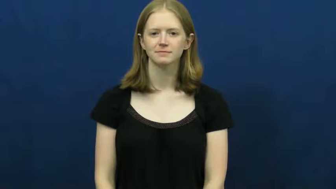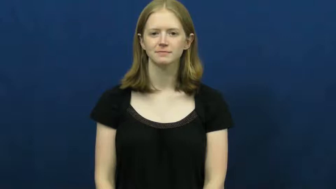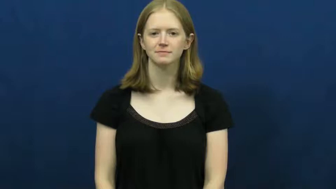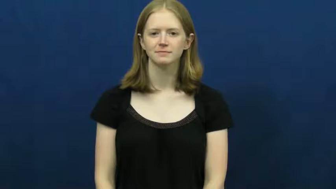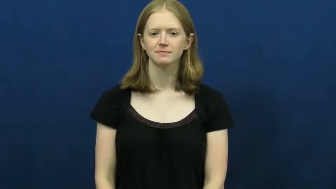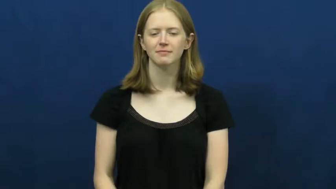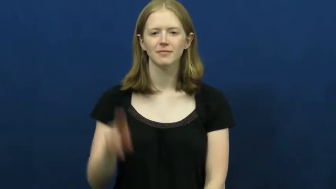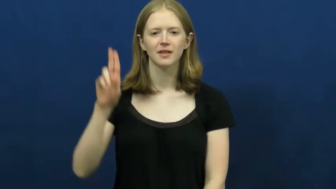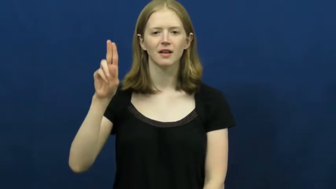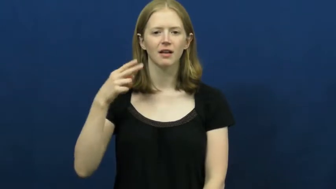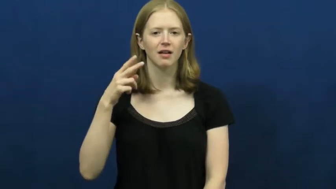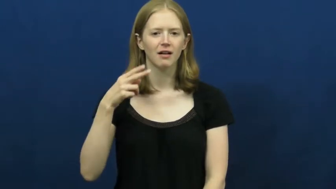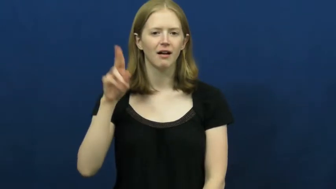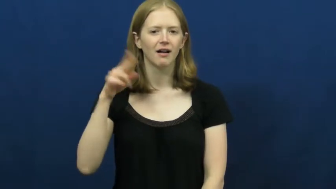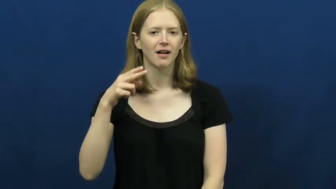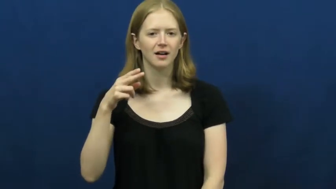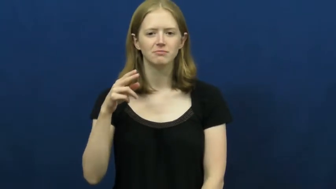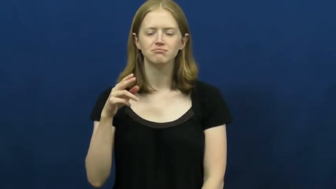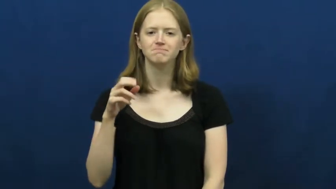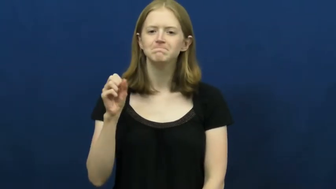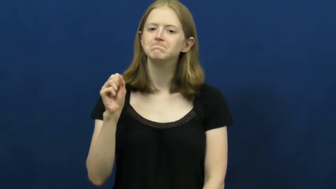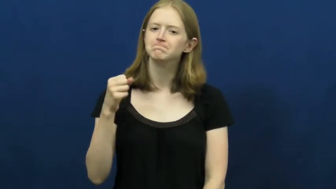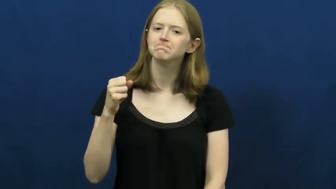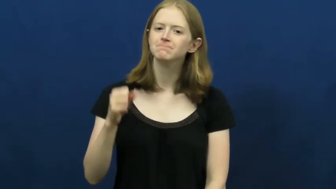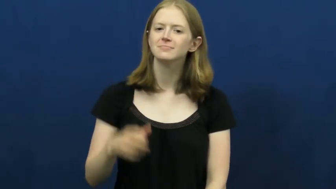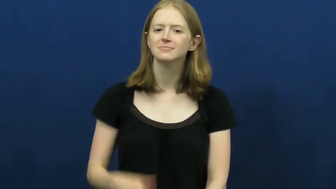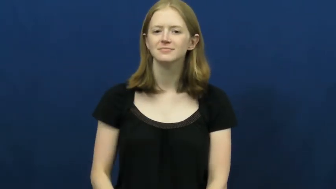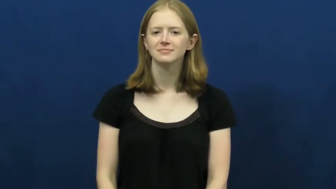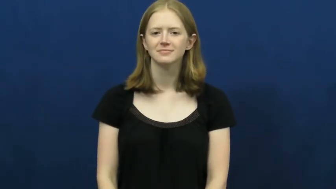uh-huh